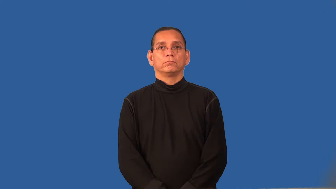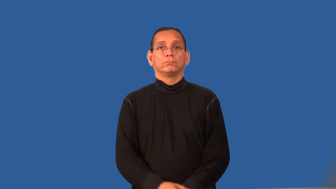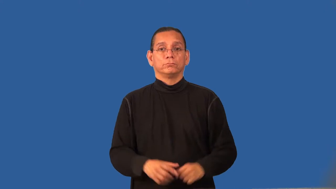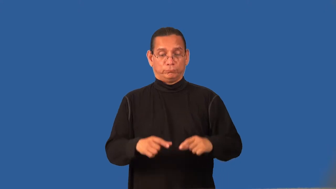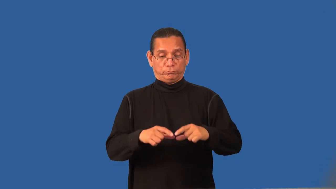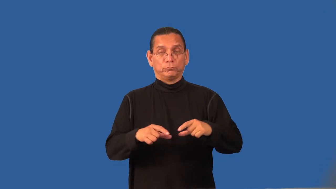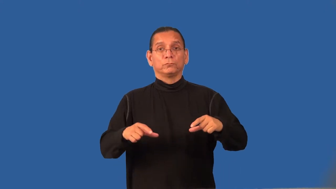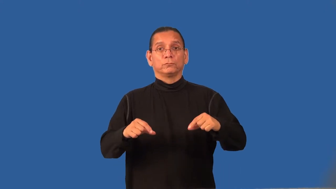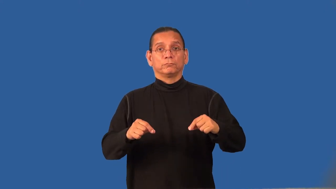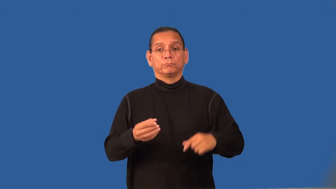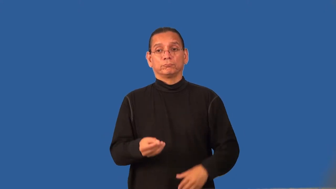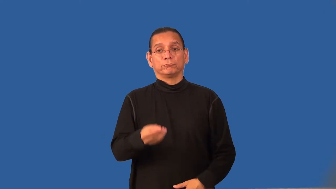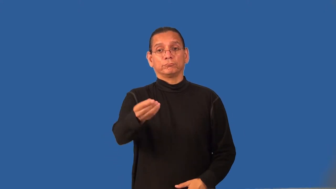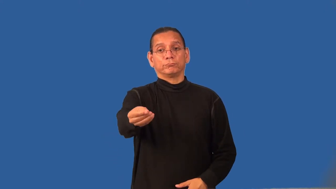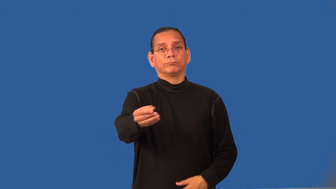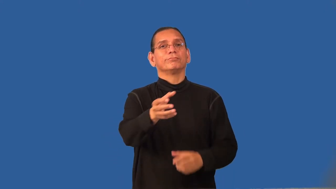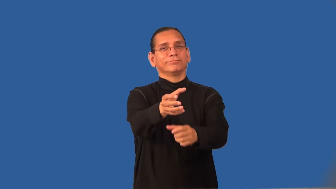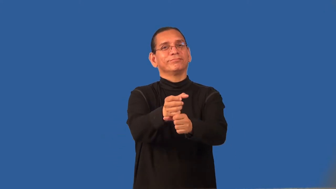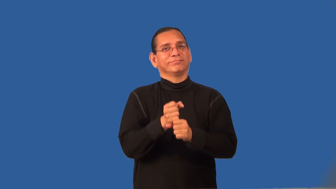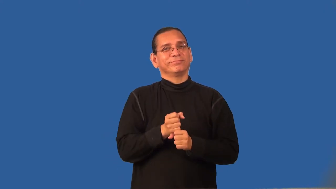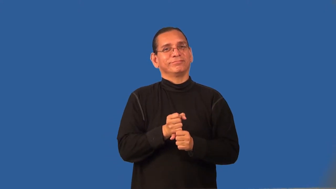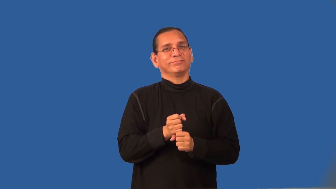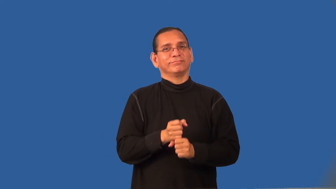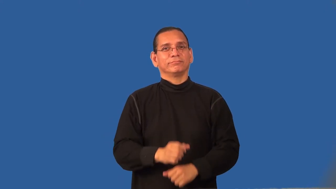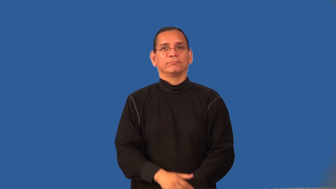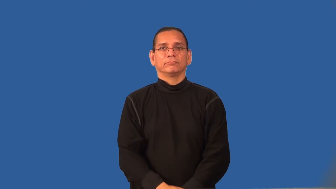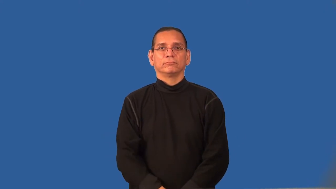redeem-coupon